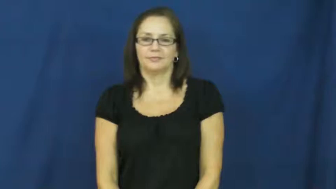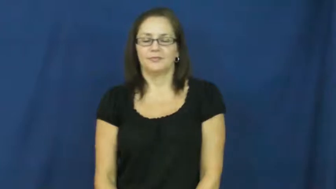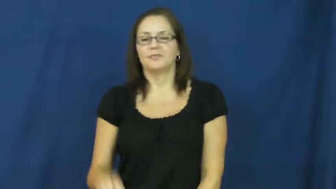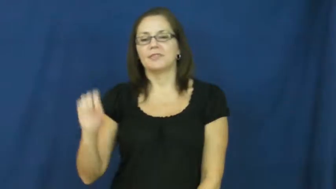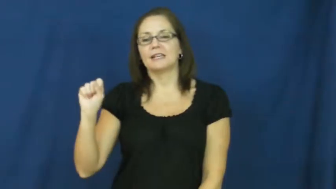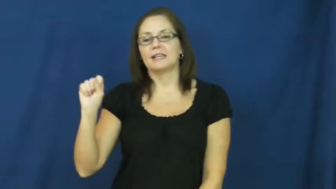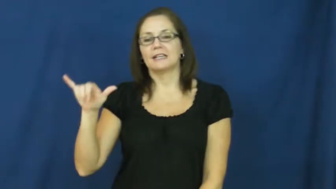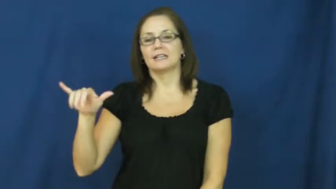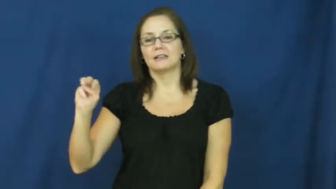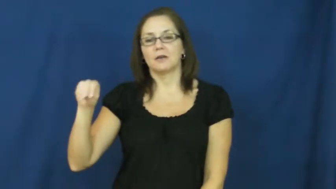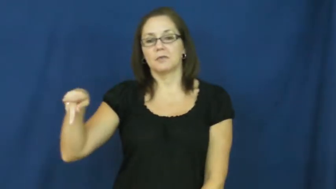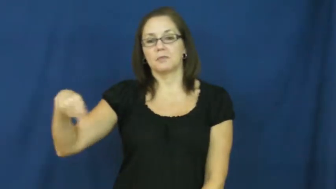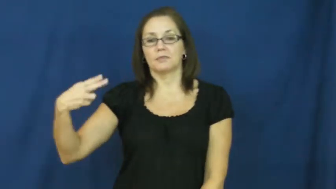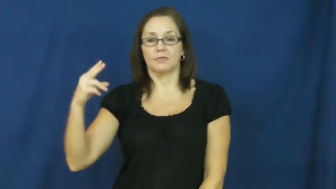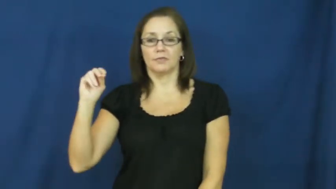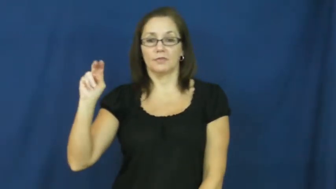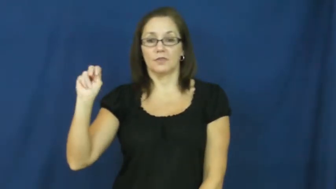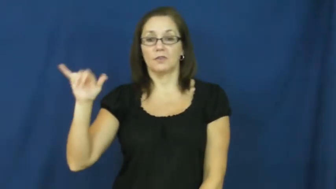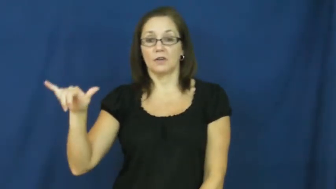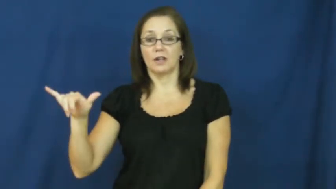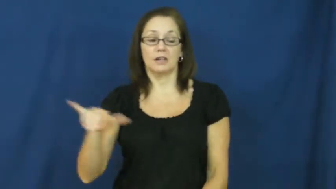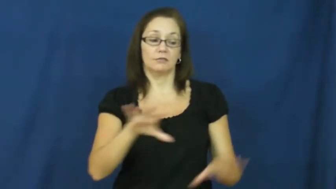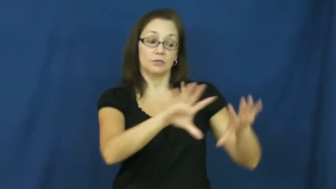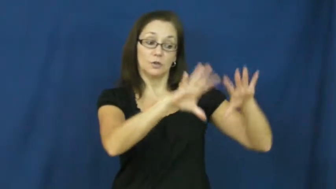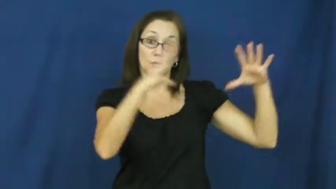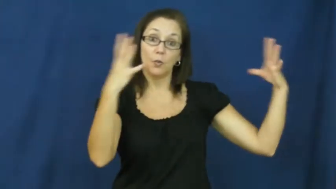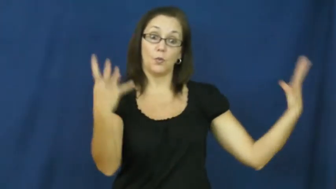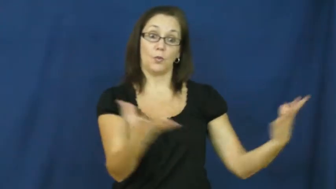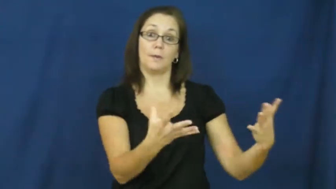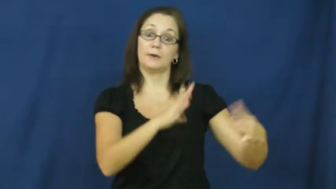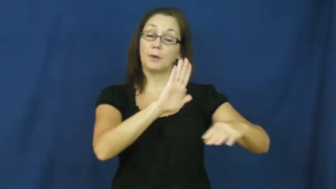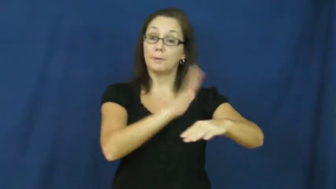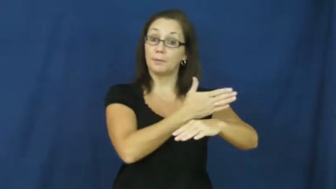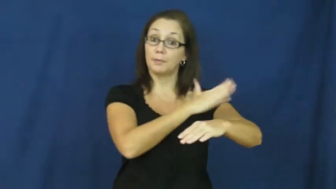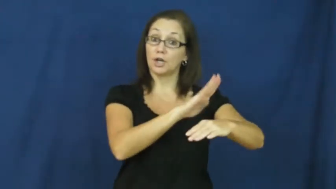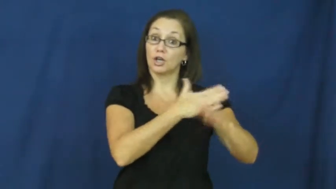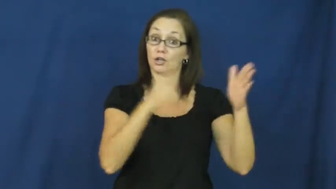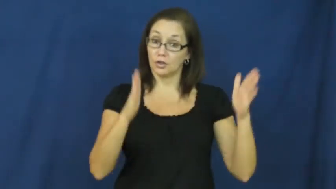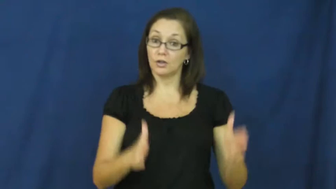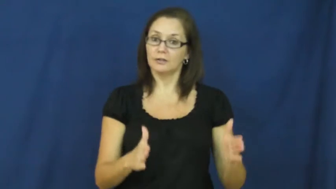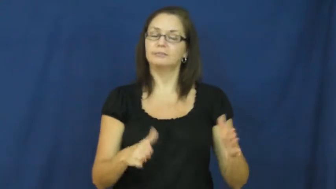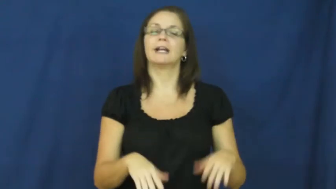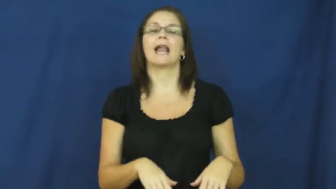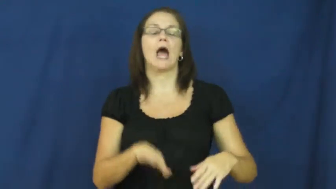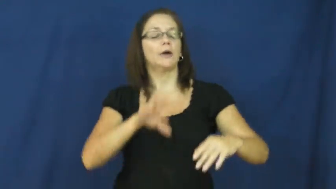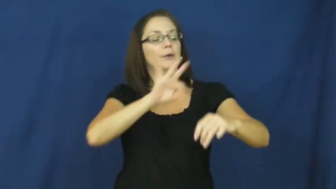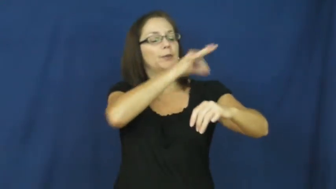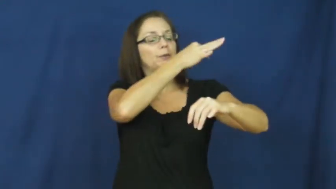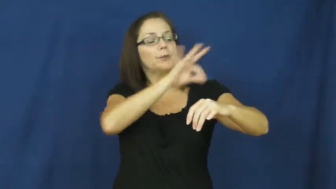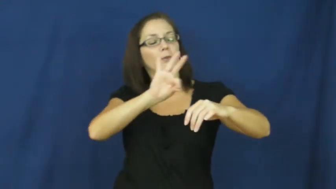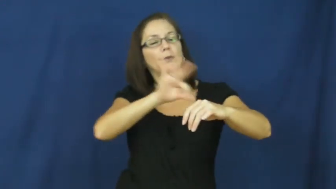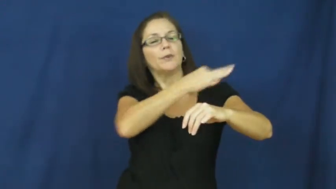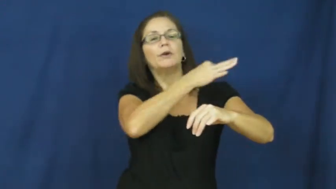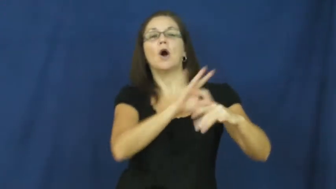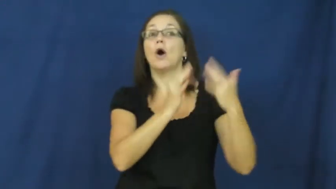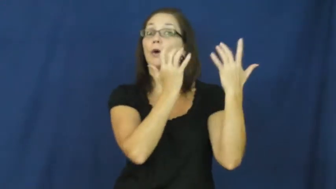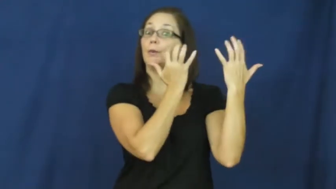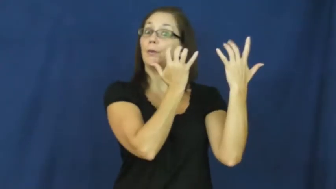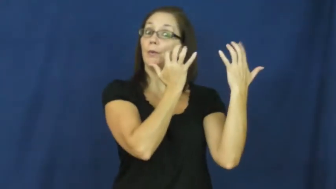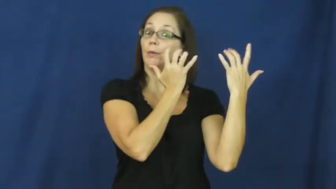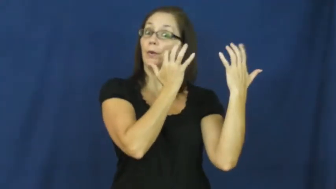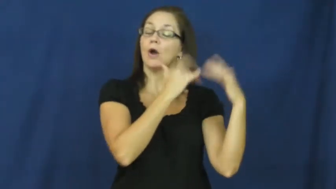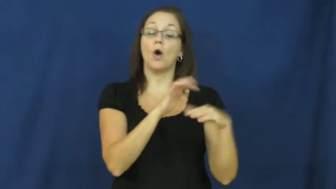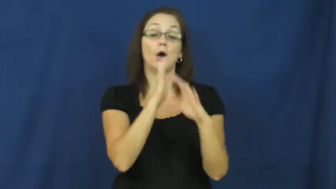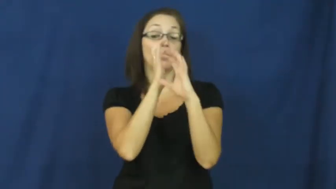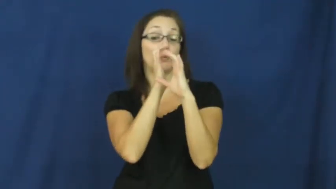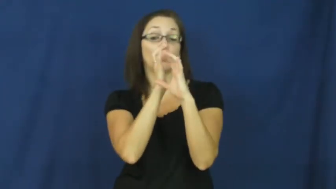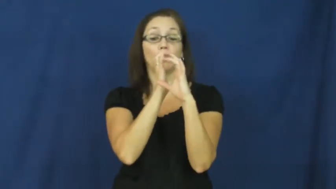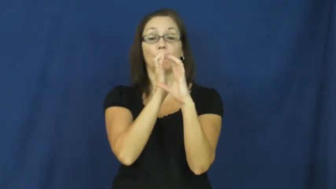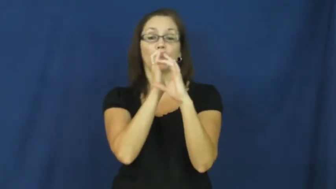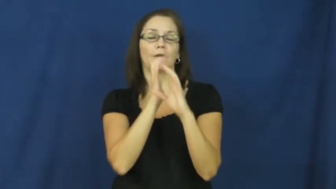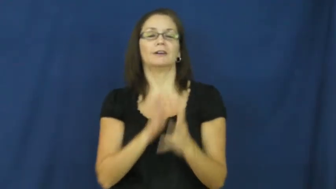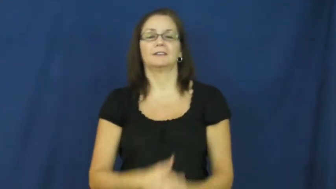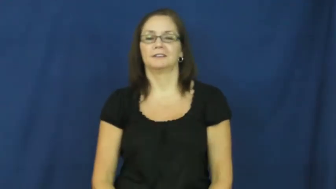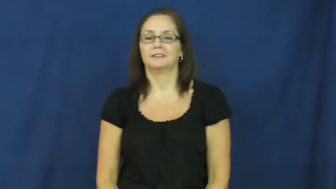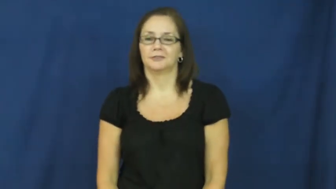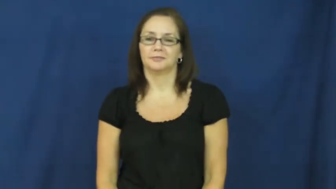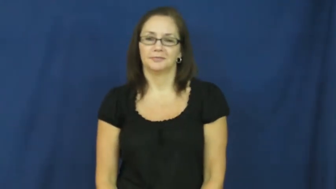symphony-group